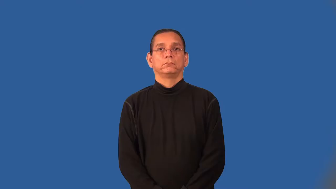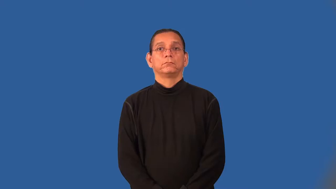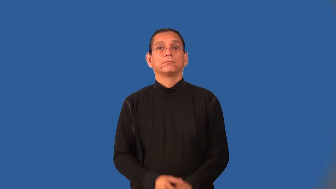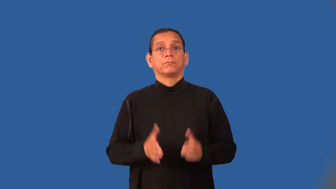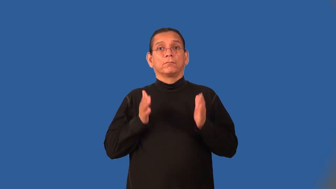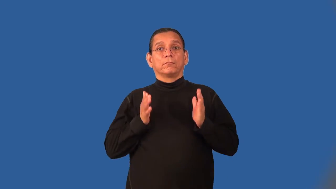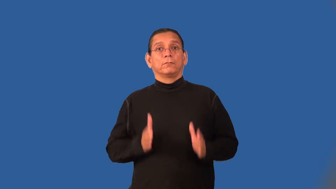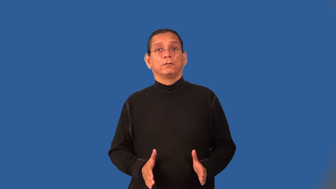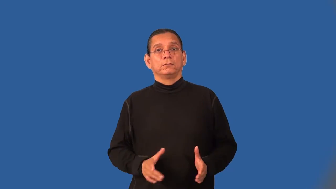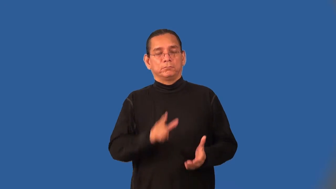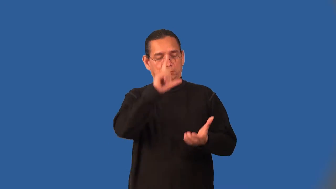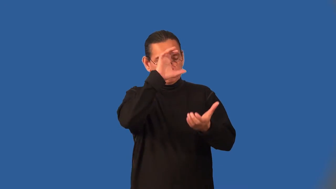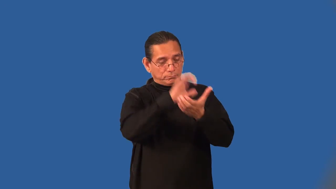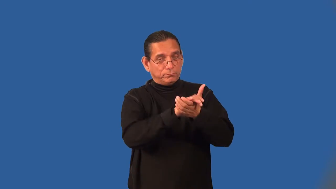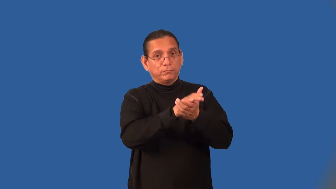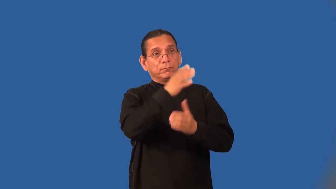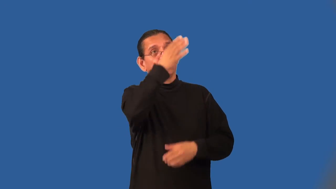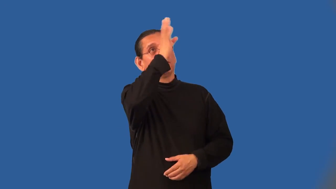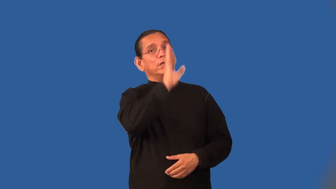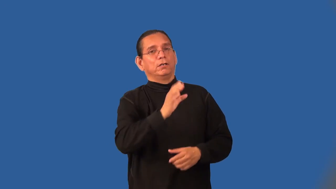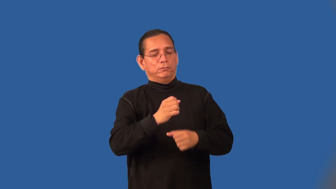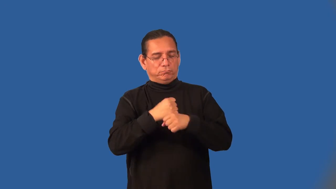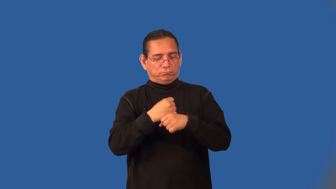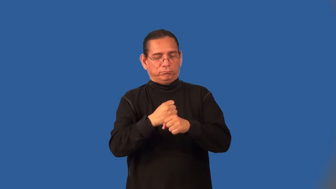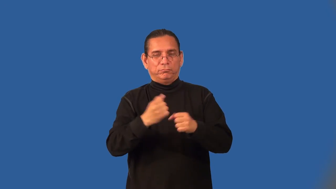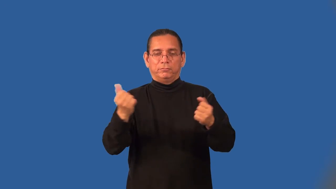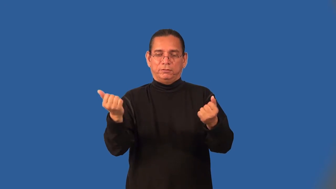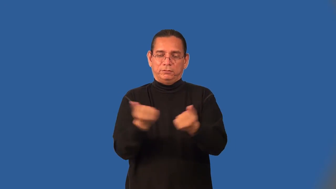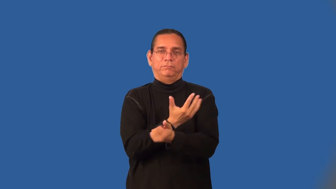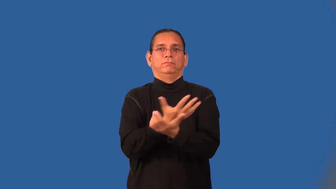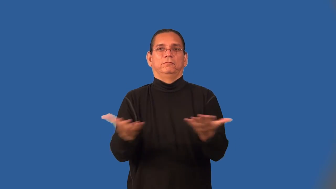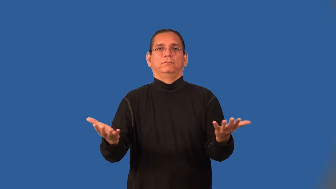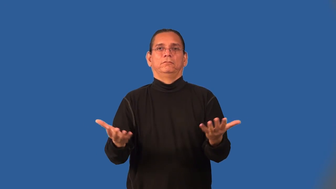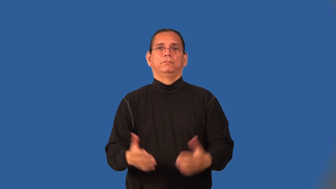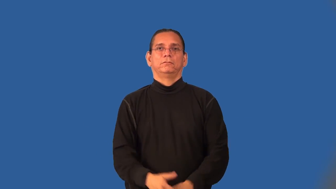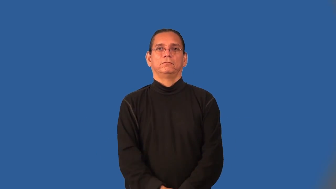creationist